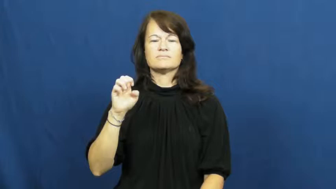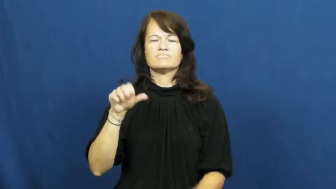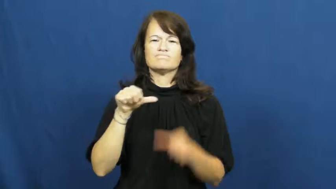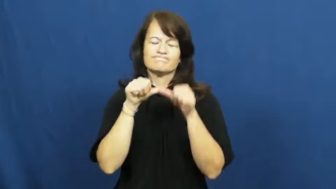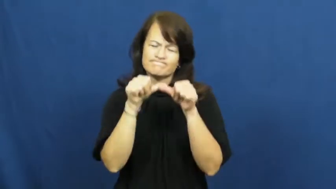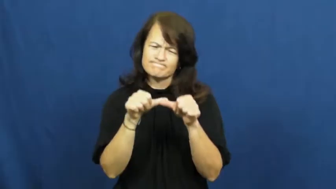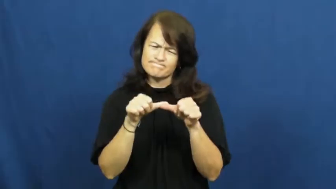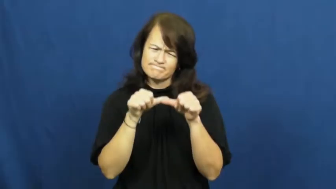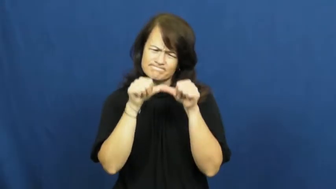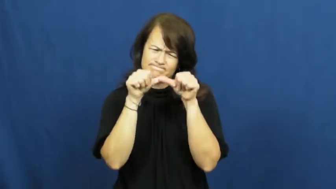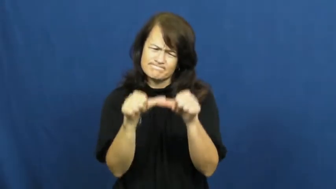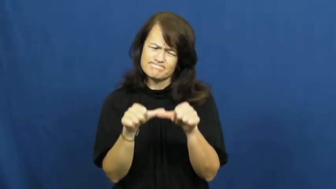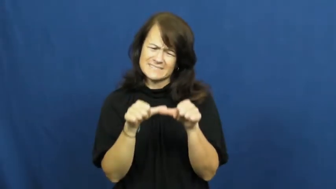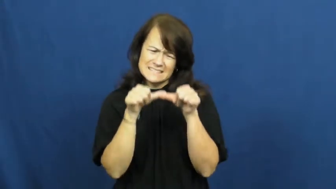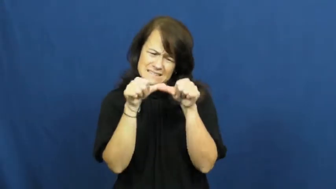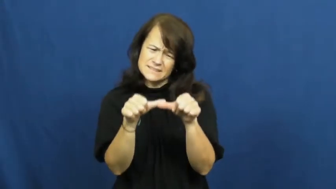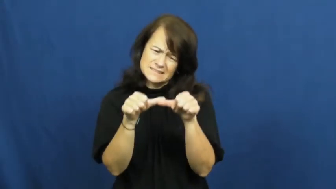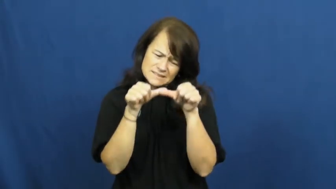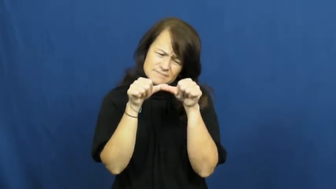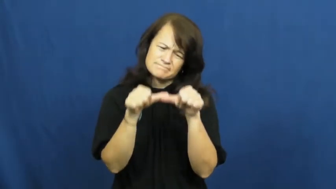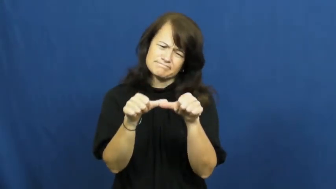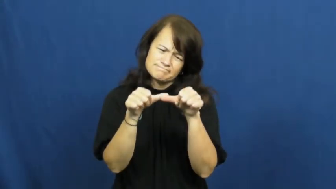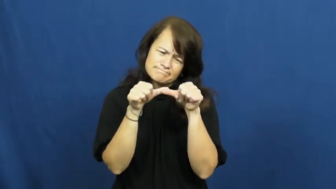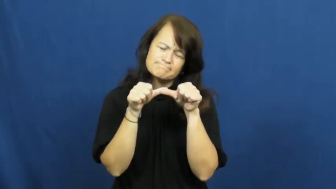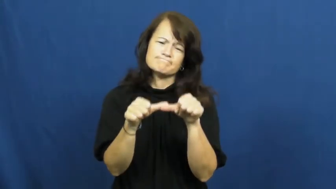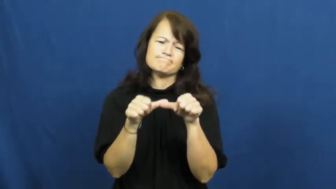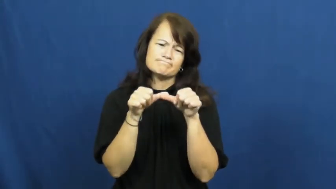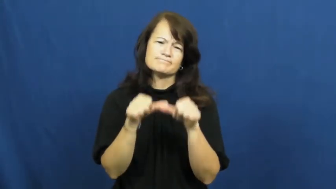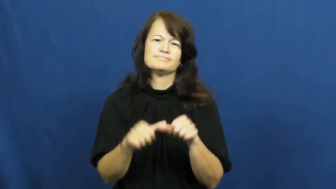stick to,grindstone